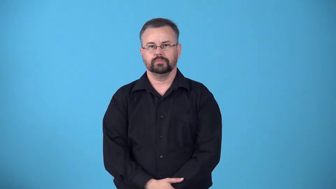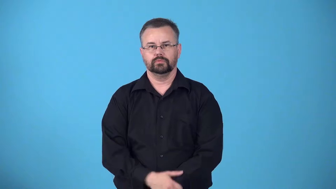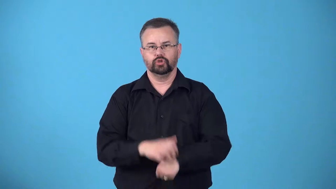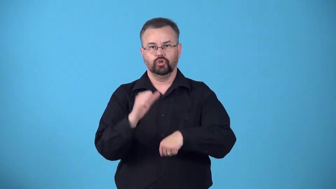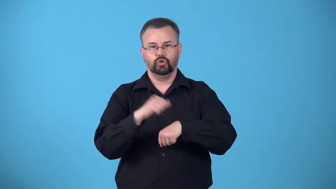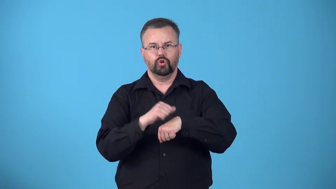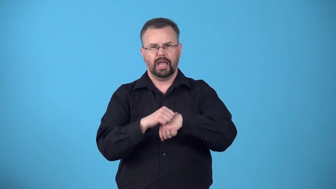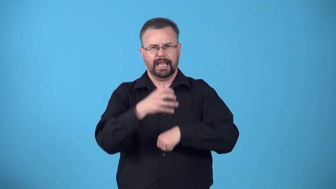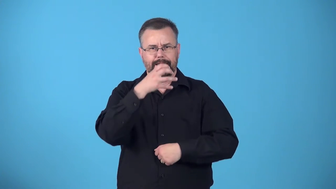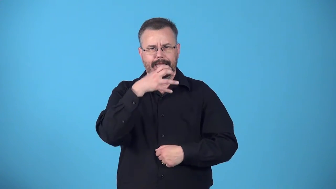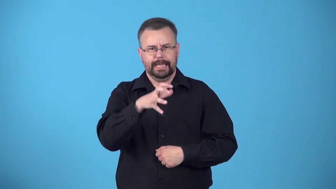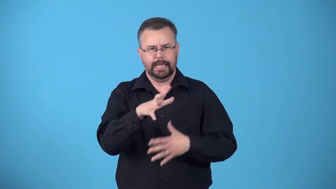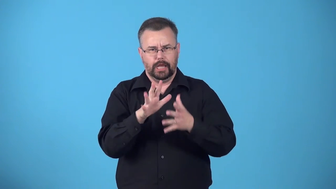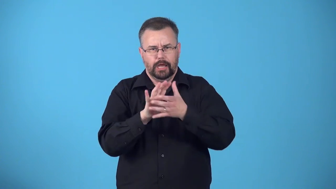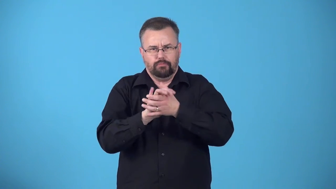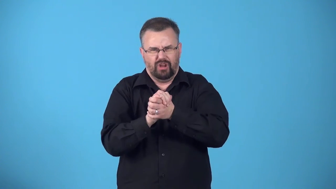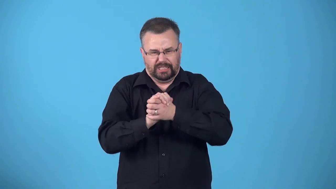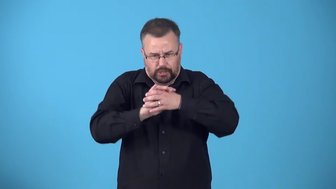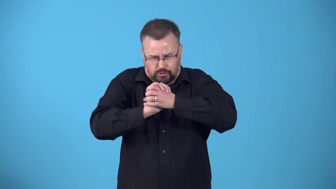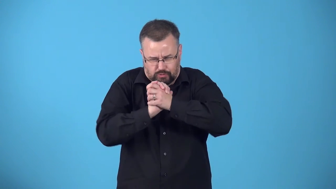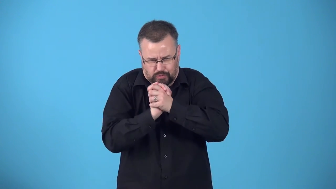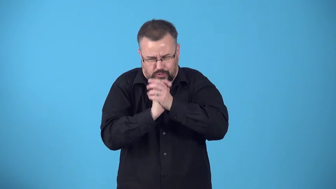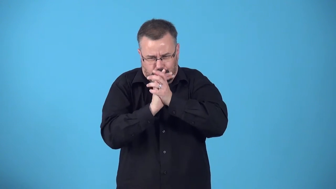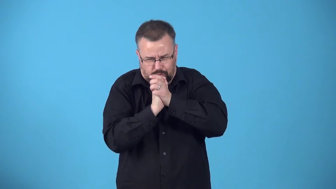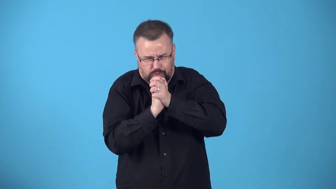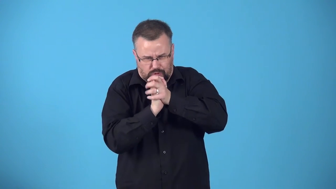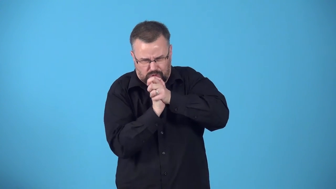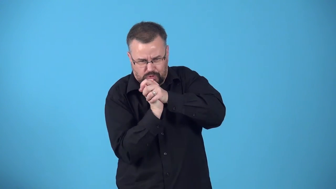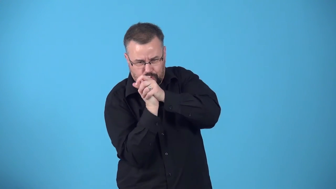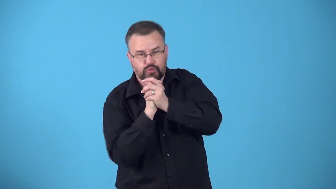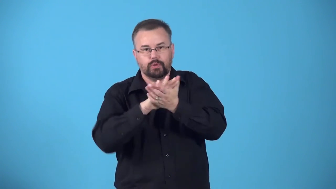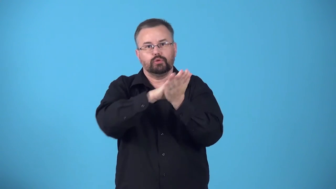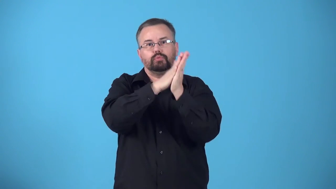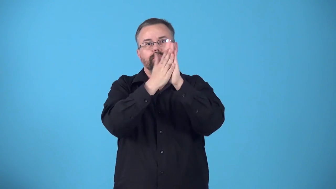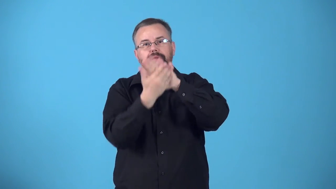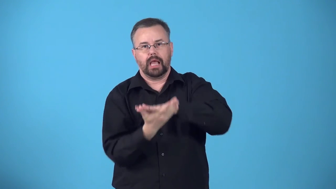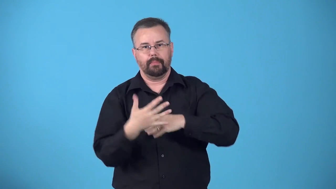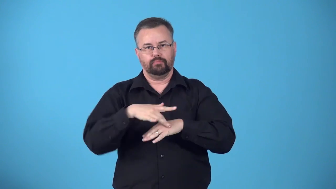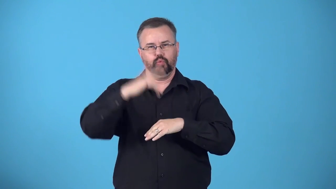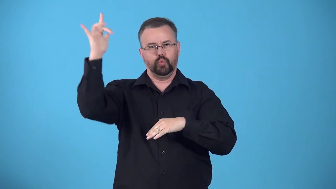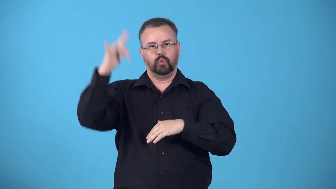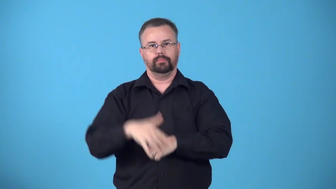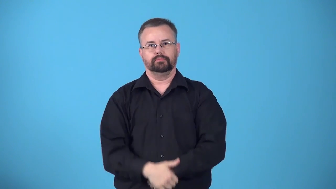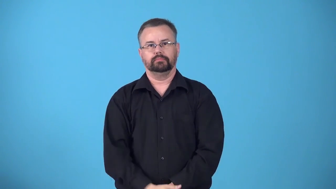crystallize